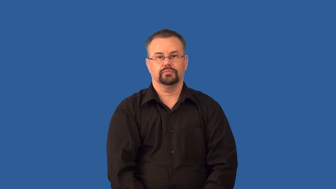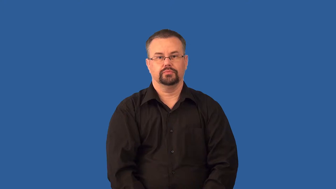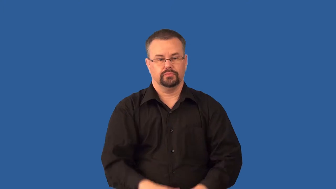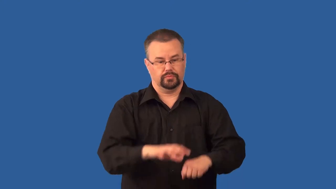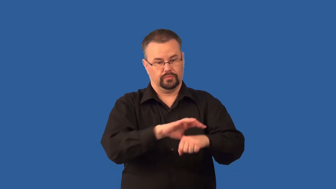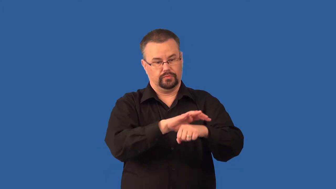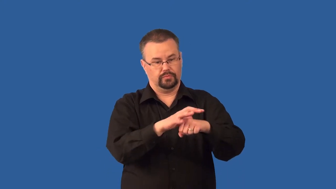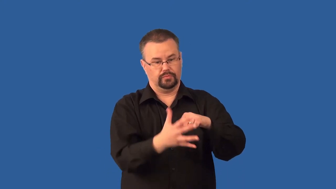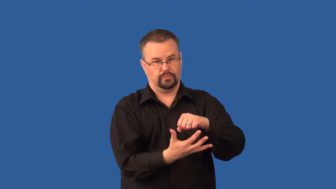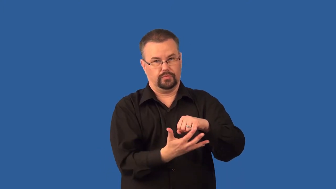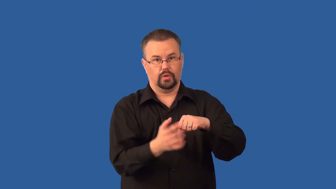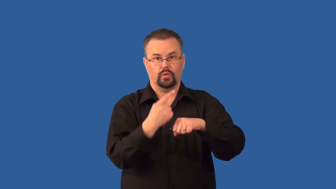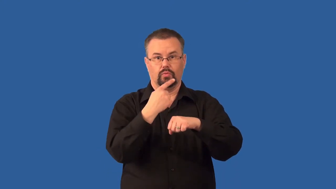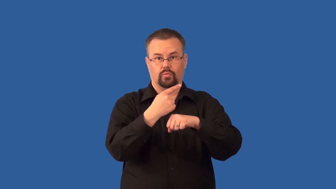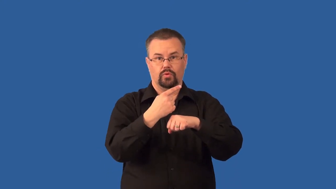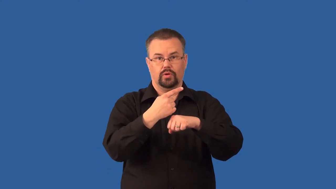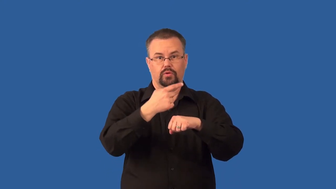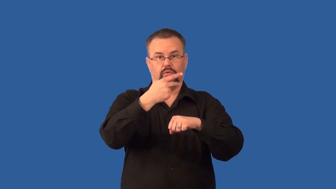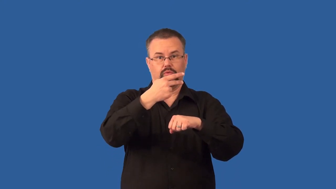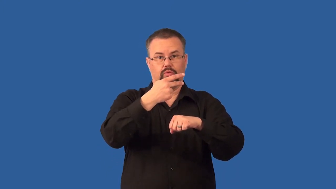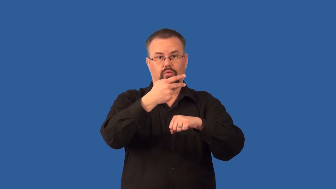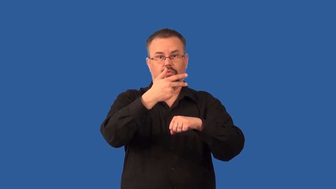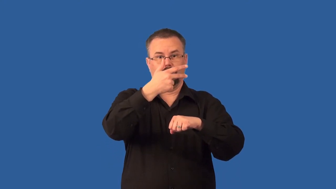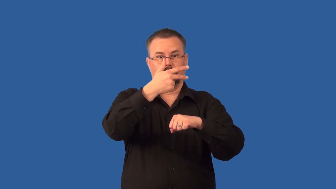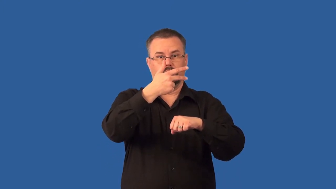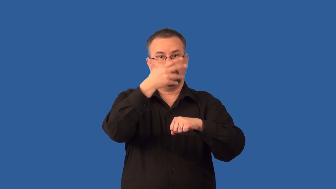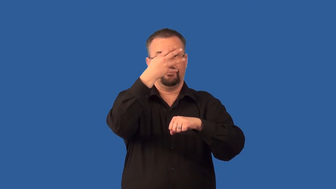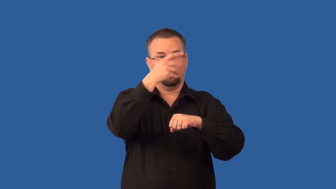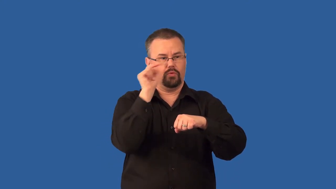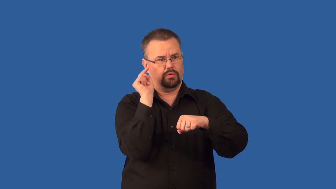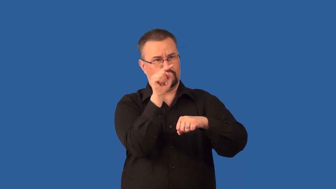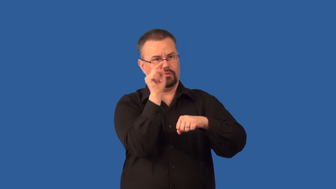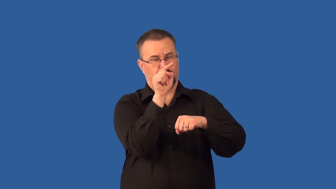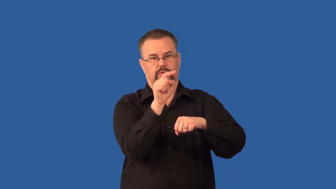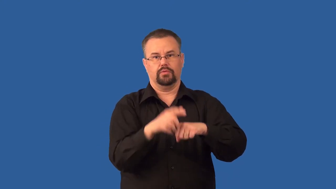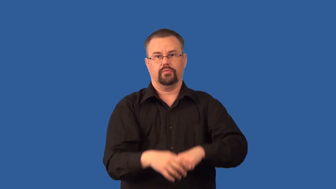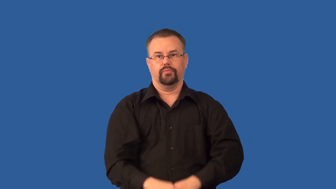thermosphere